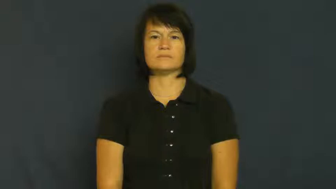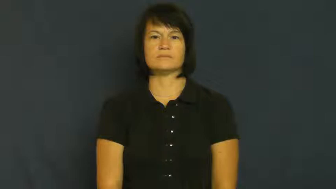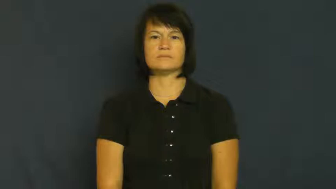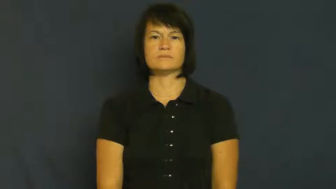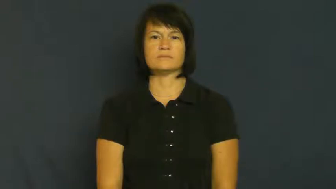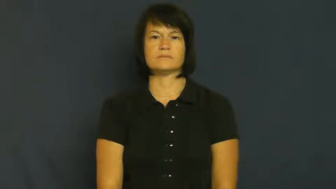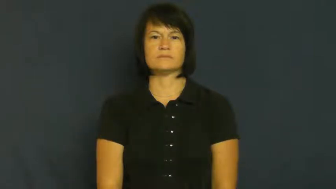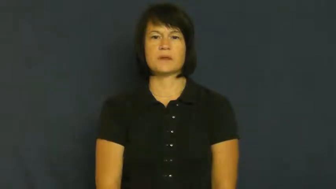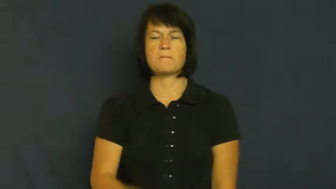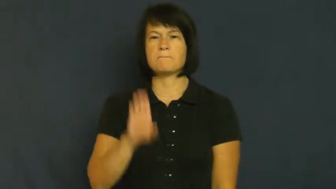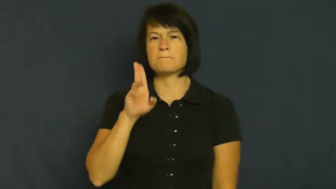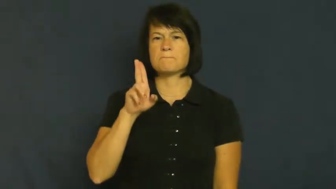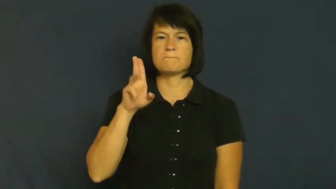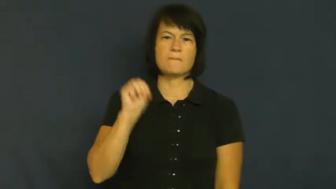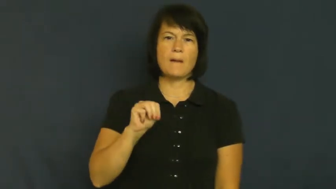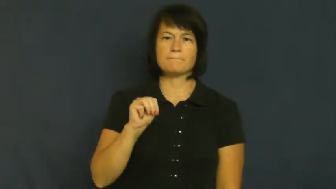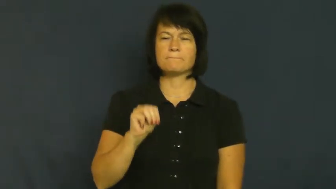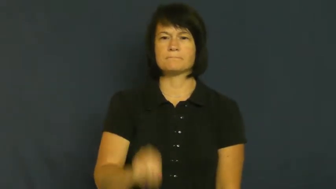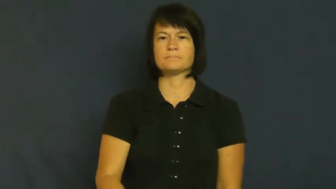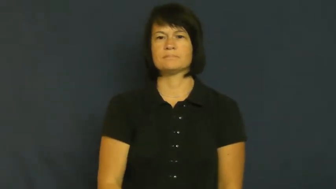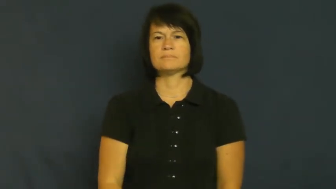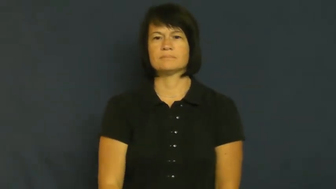tramp,bum,vagabond,hobo,dag